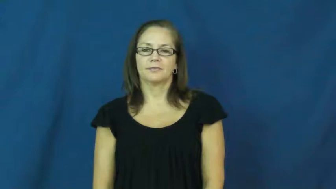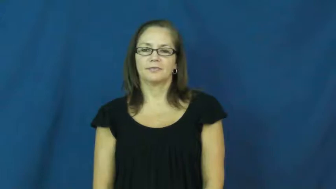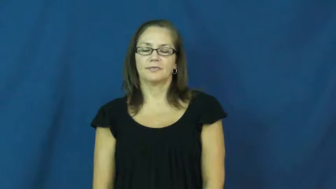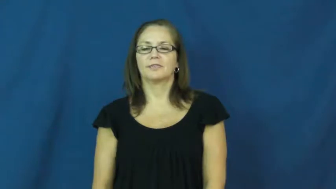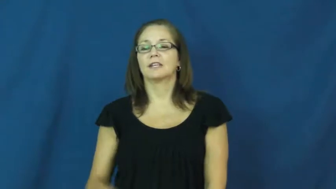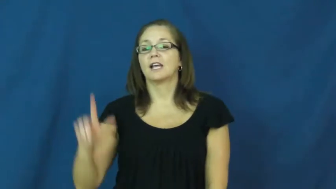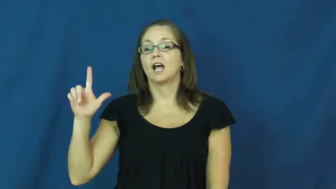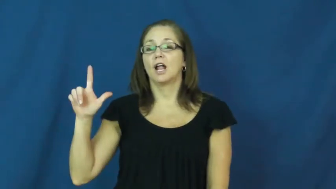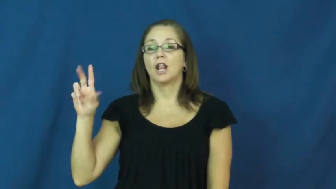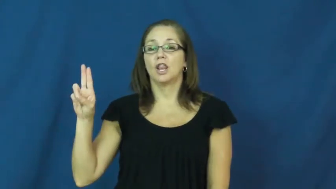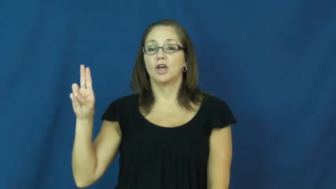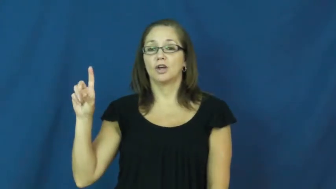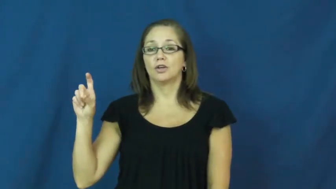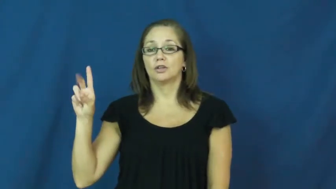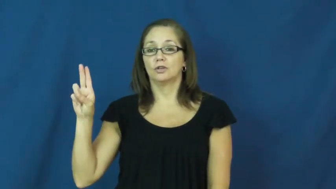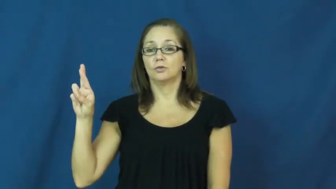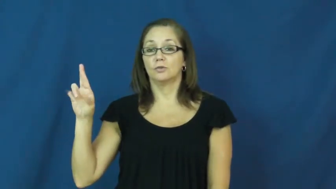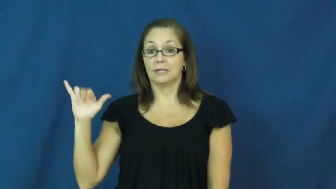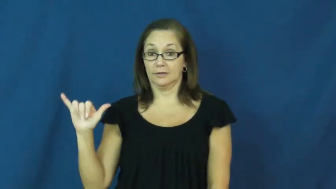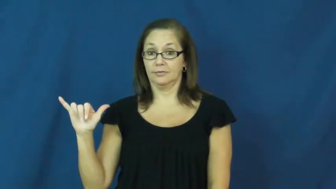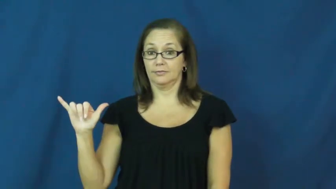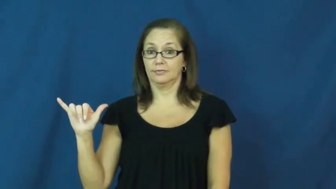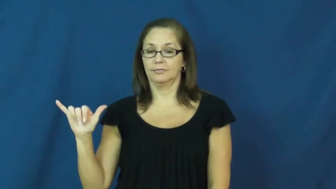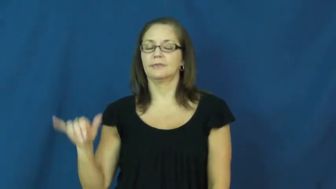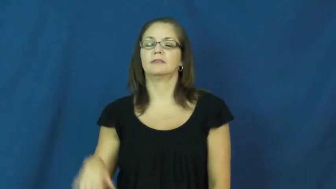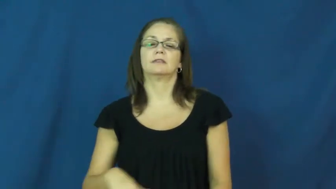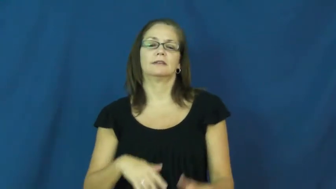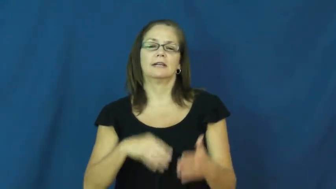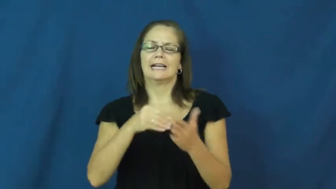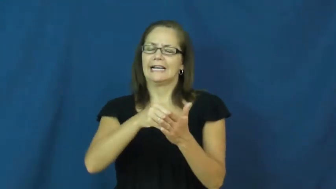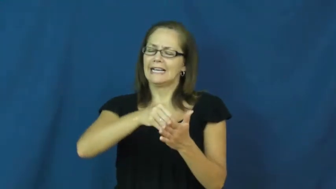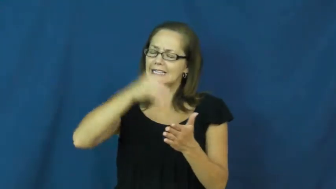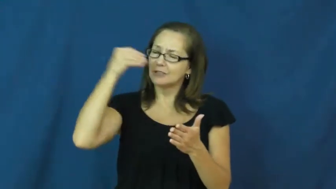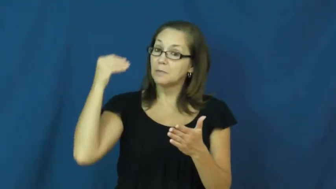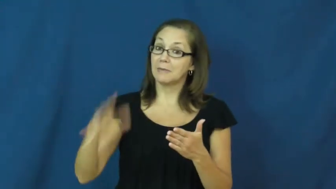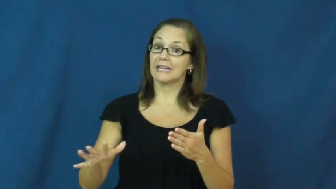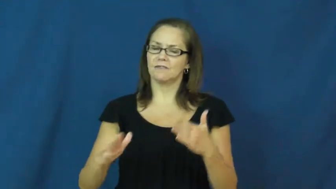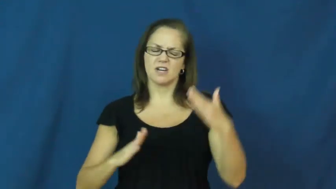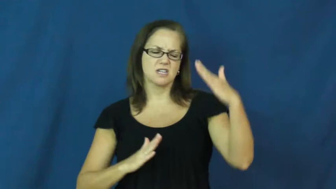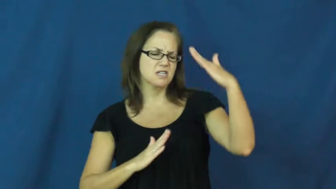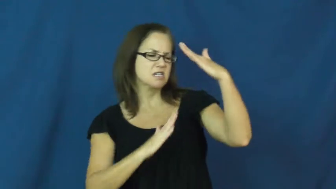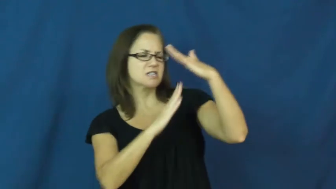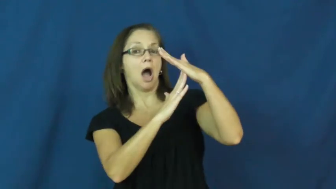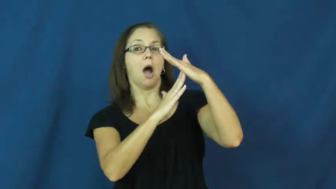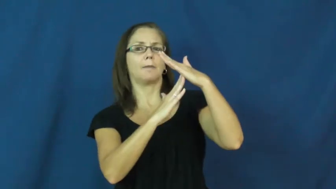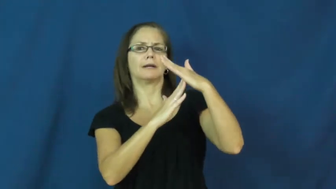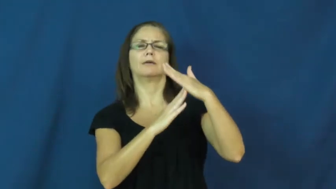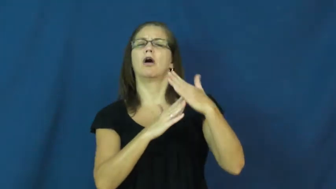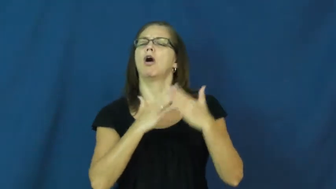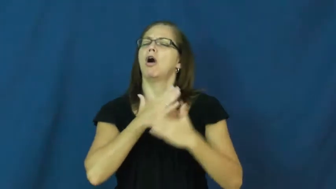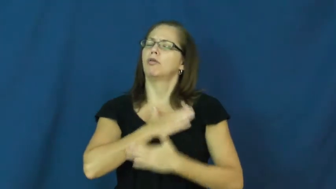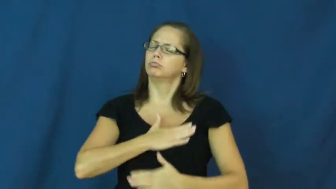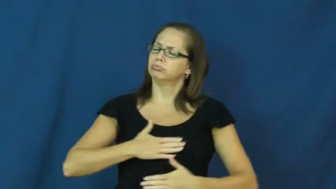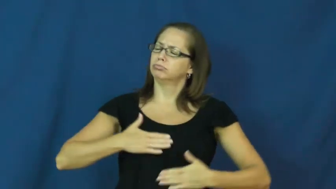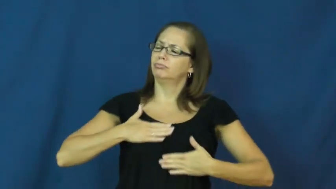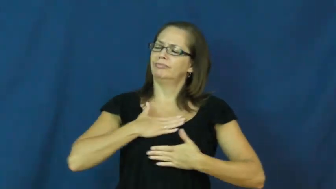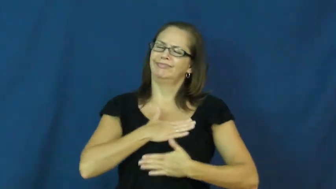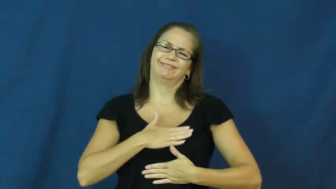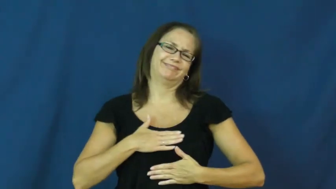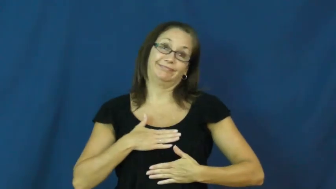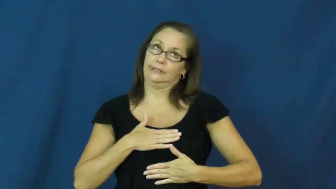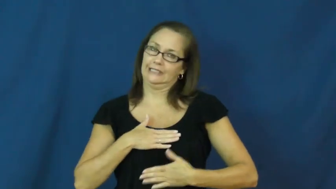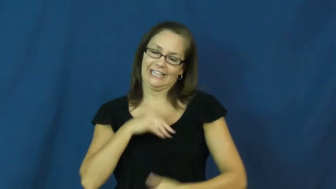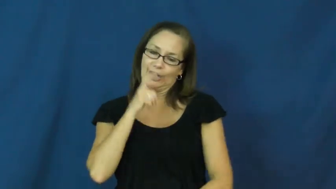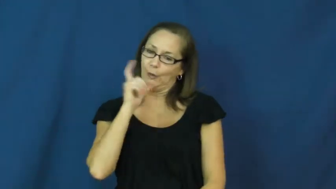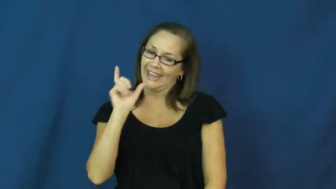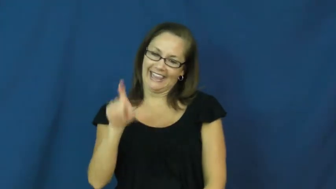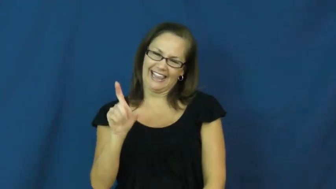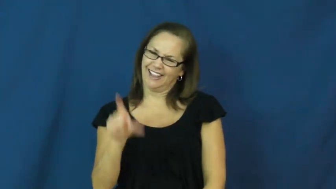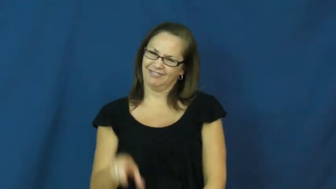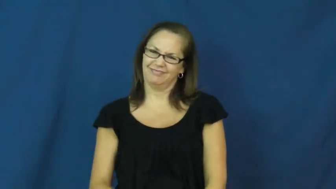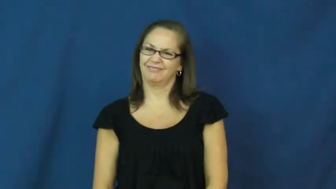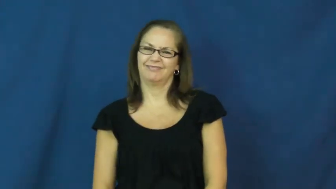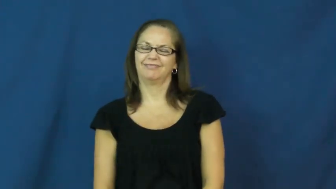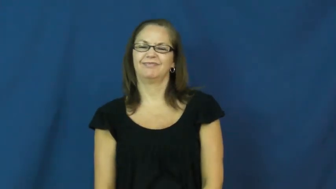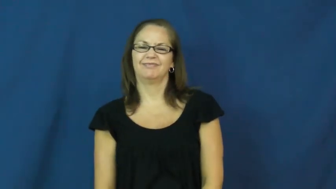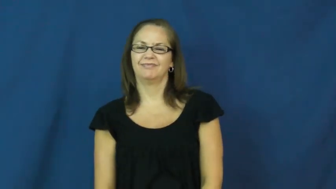luxury-expensive